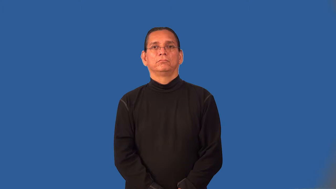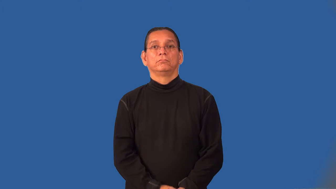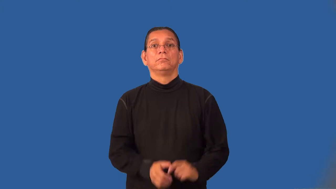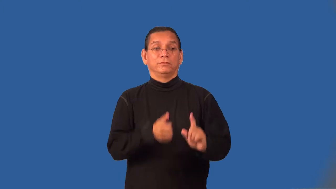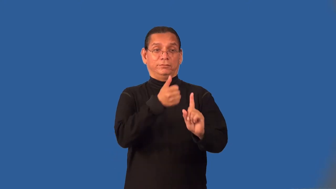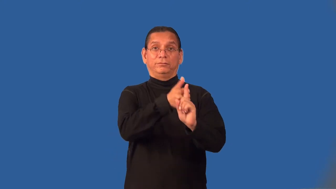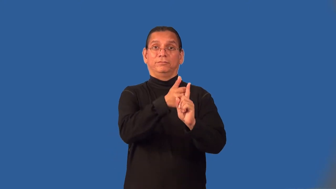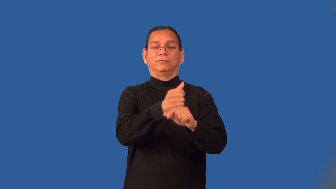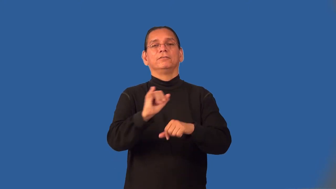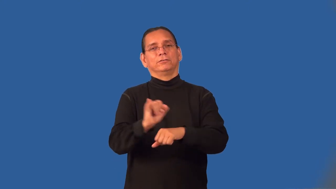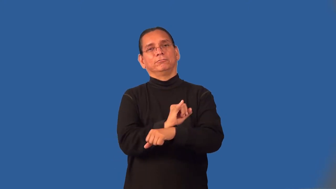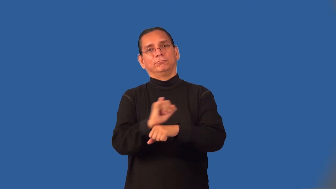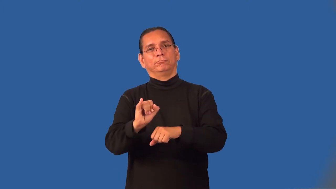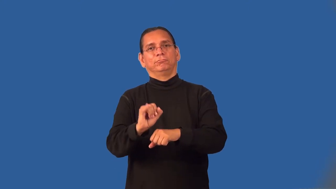intern,apprentice,houseman